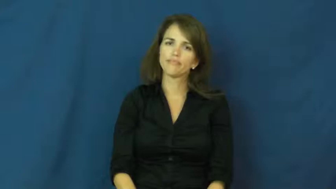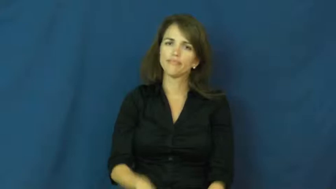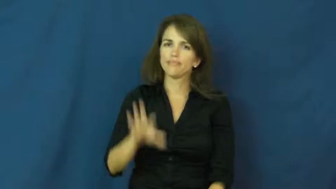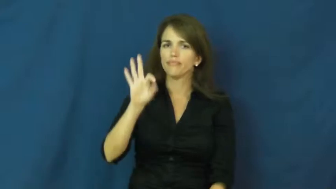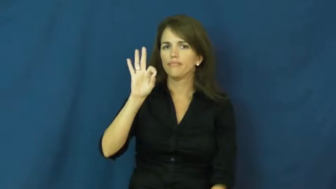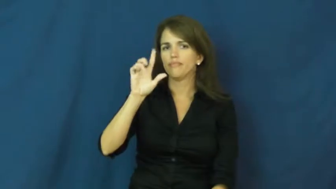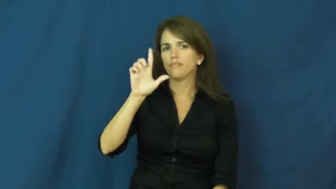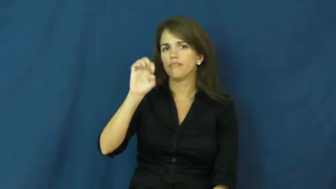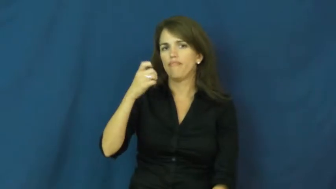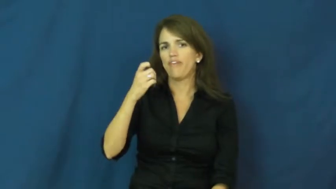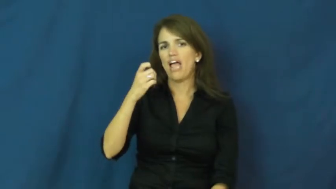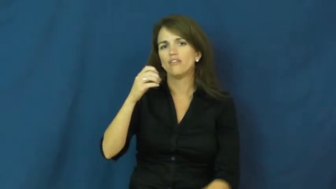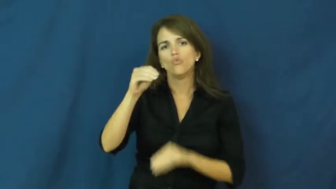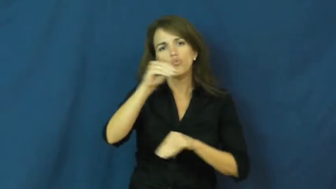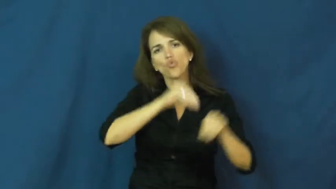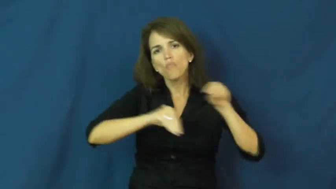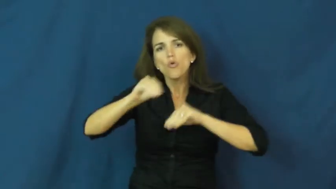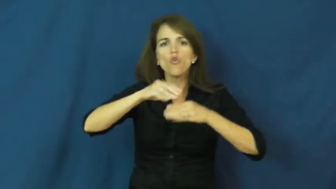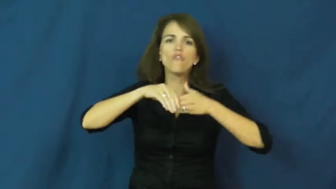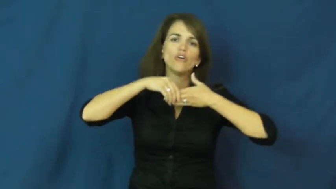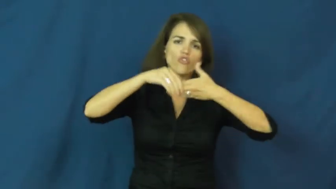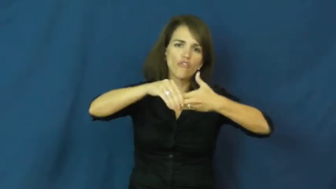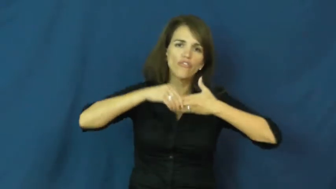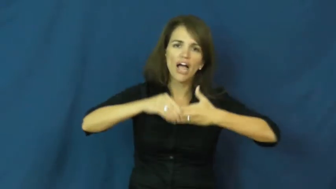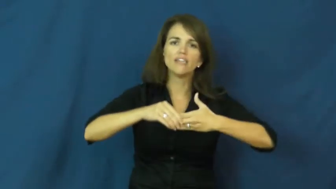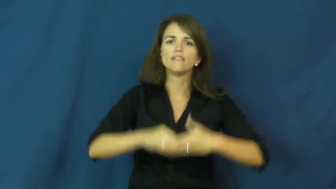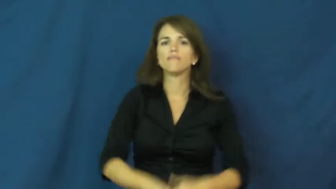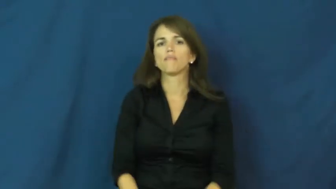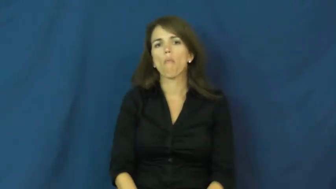flex-move